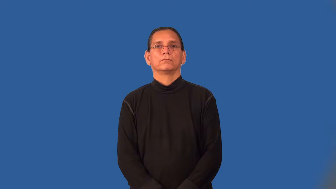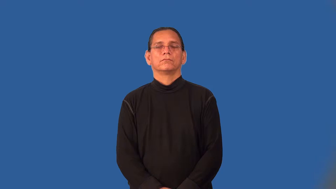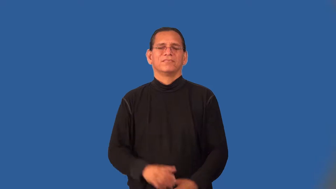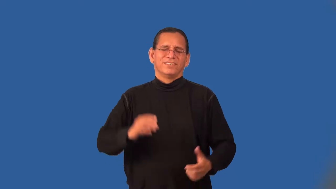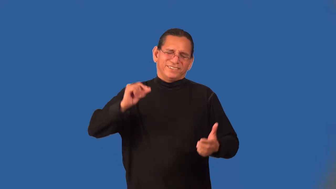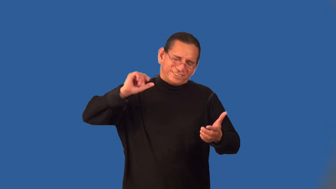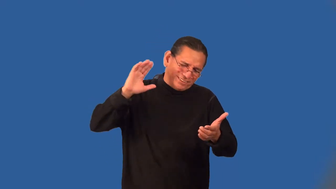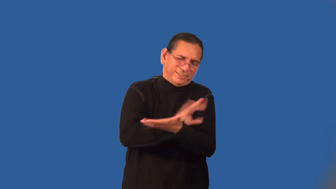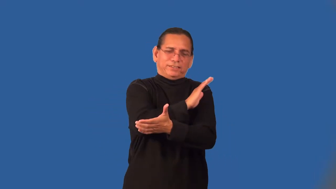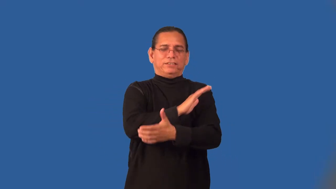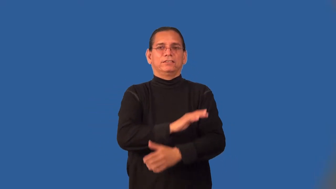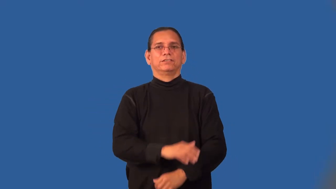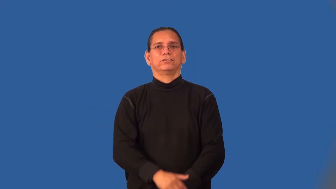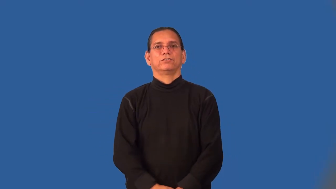doggonedest